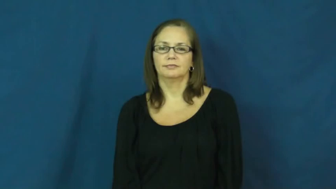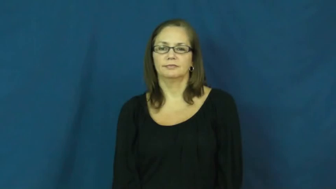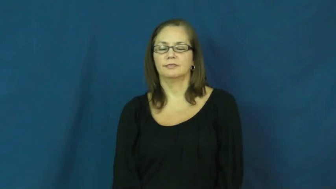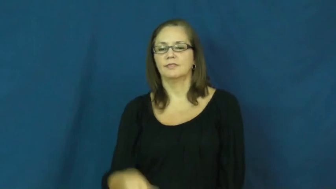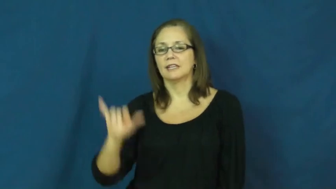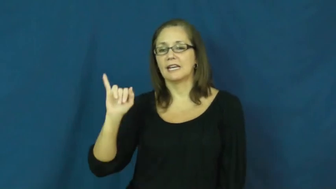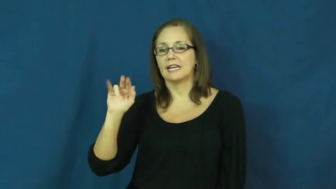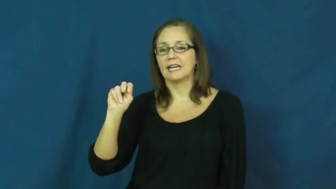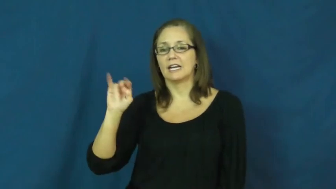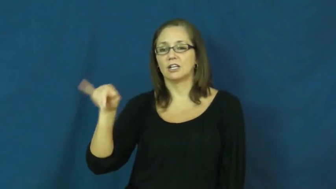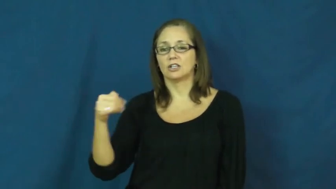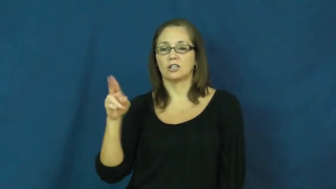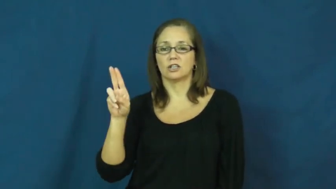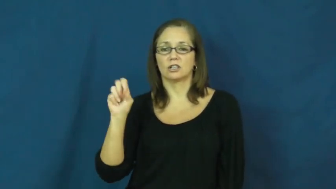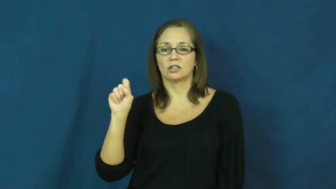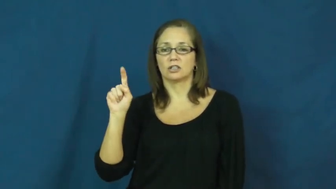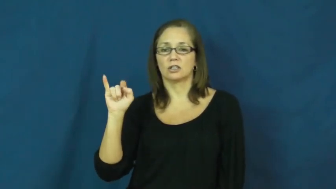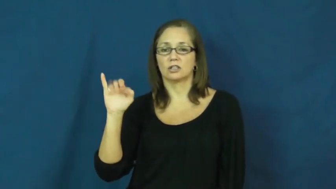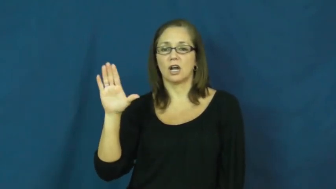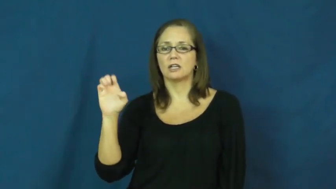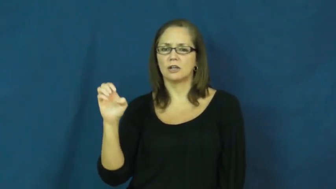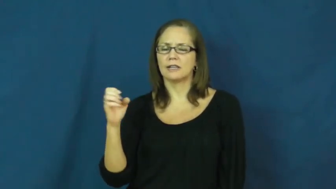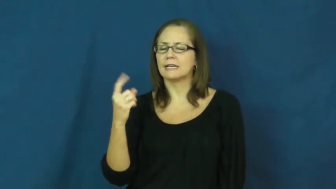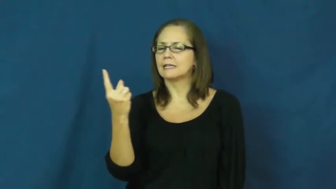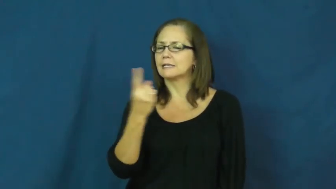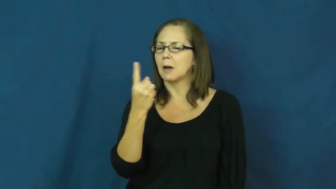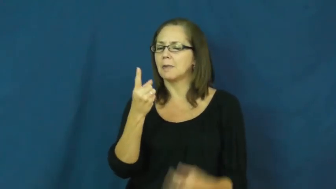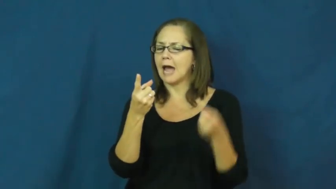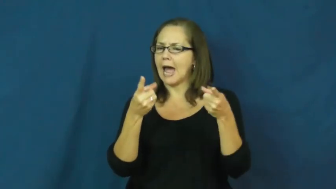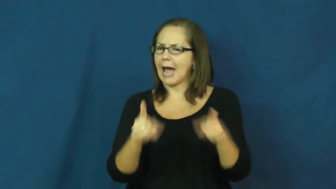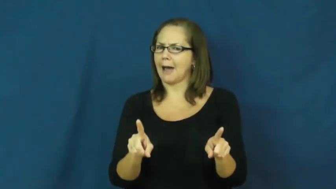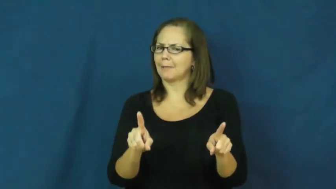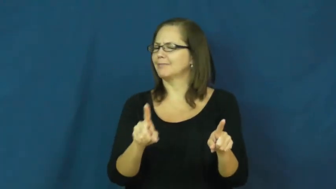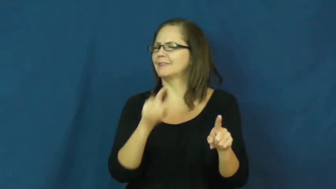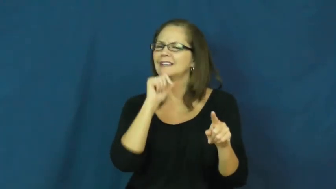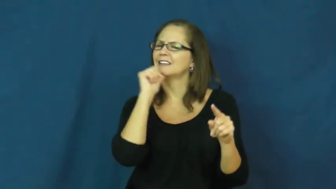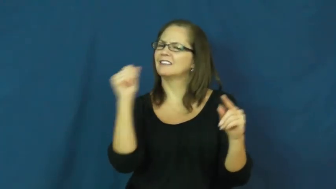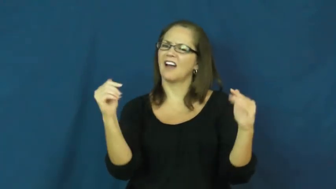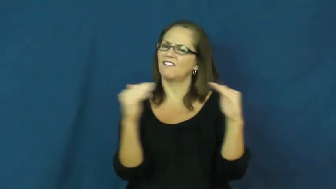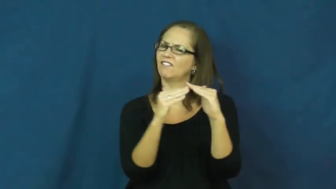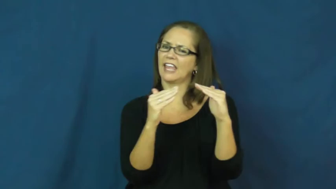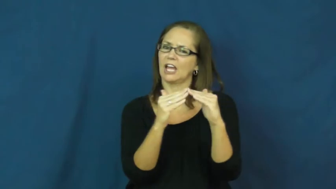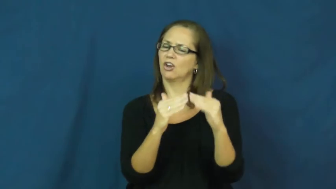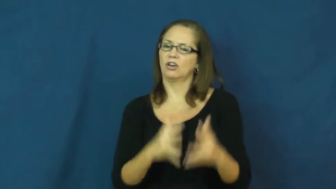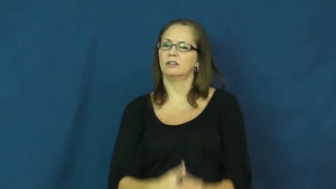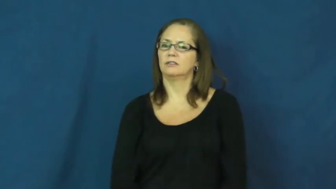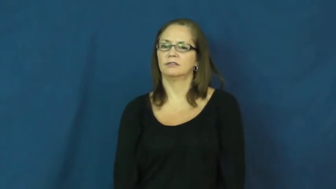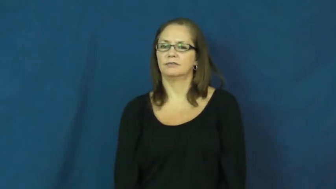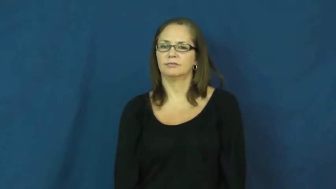injustice